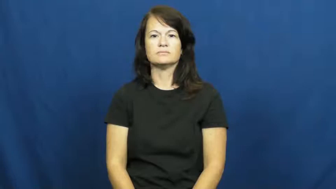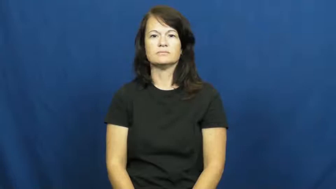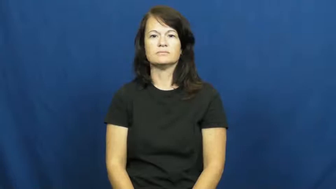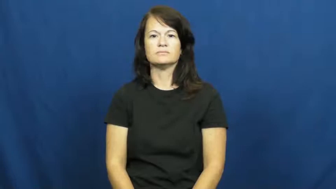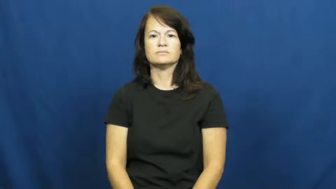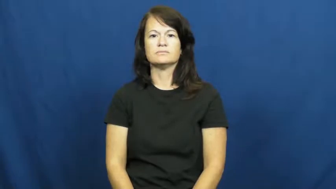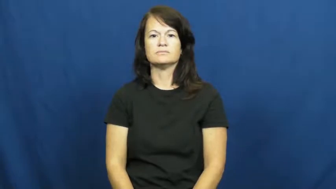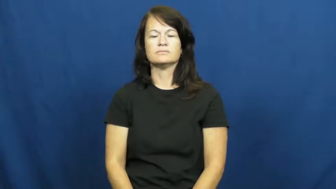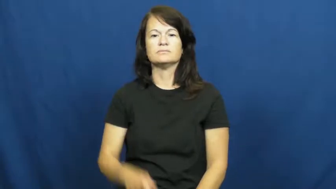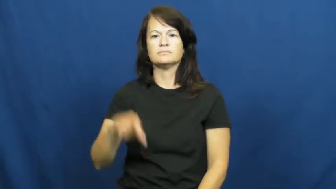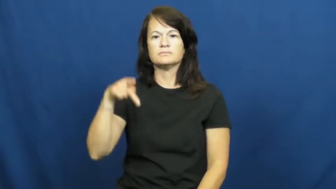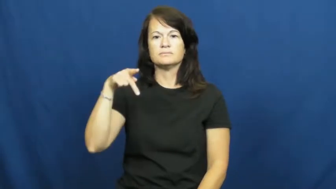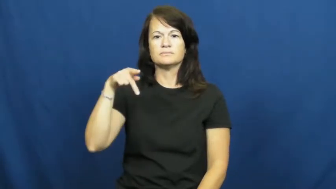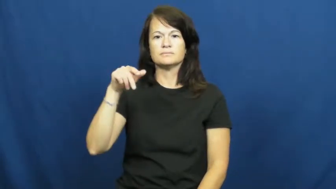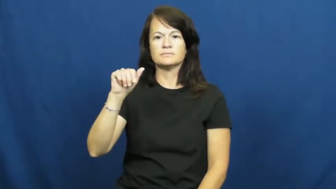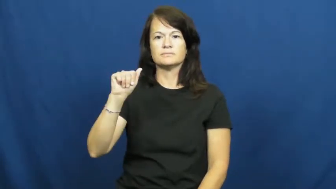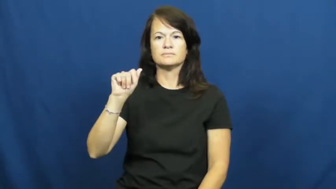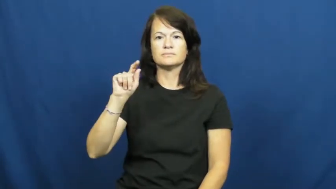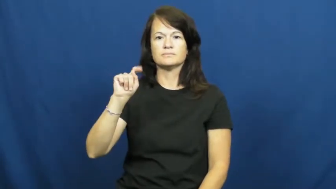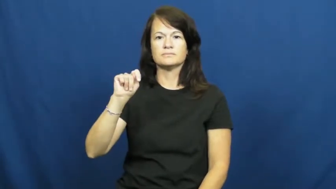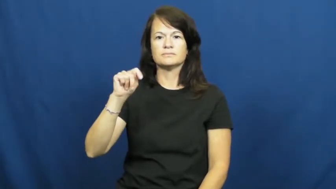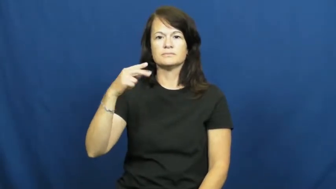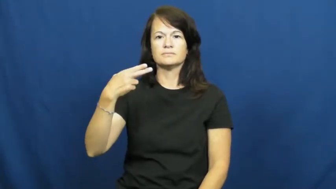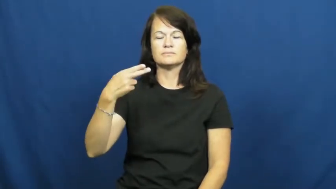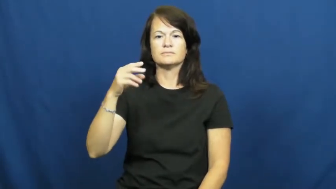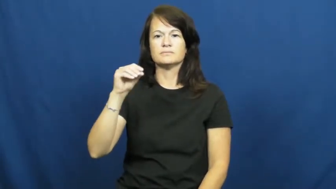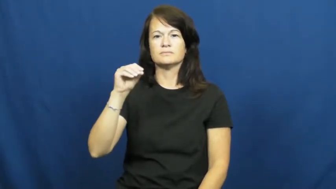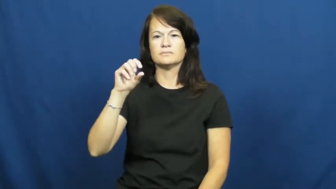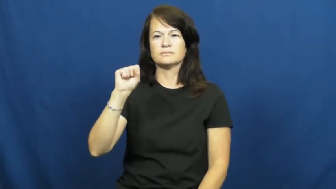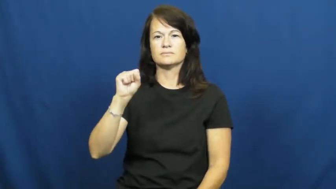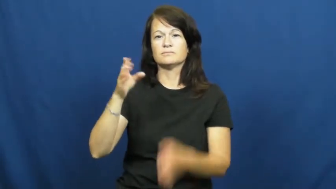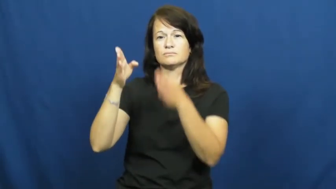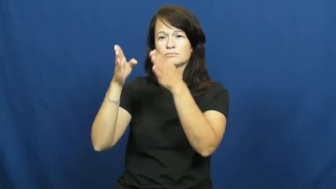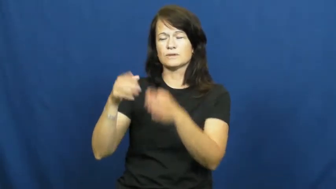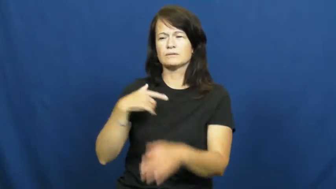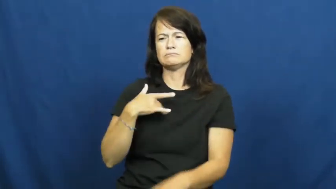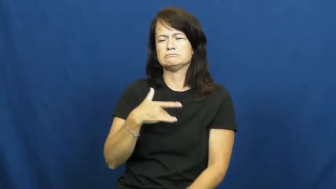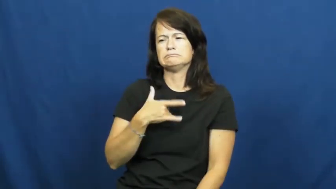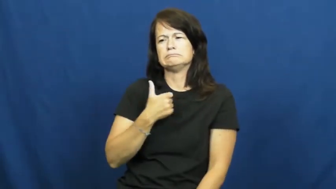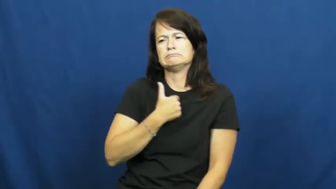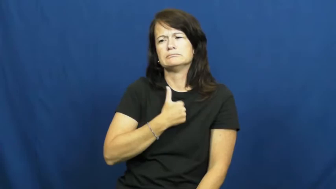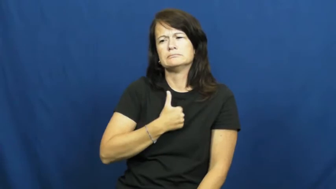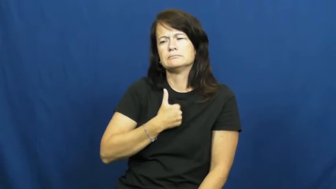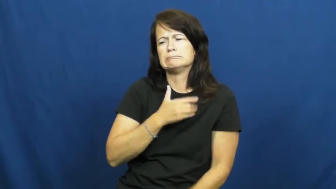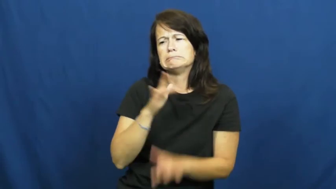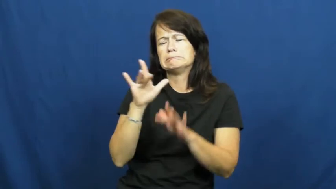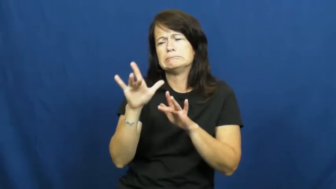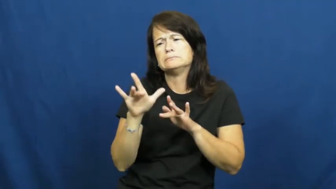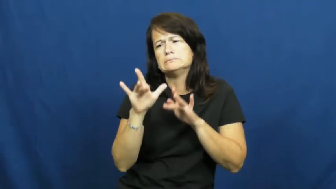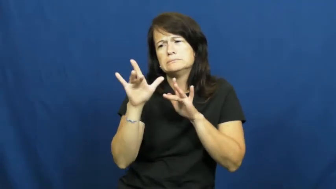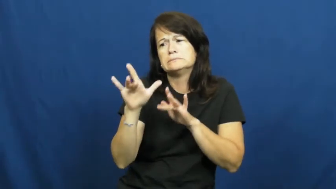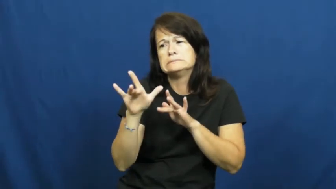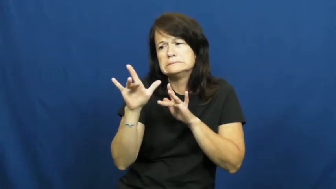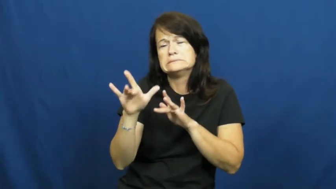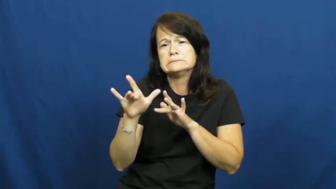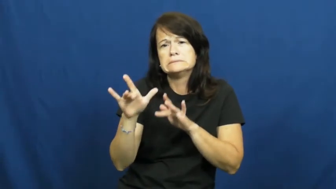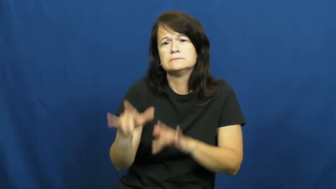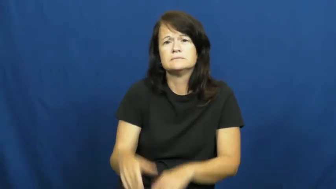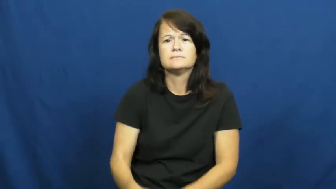pathos